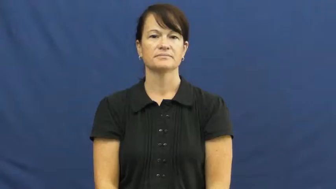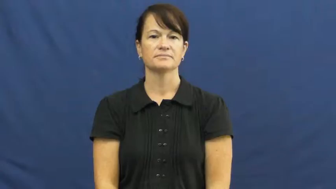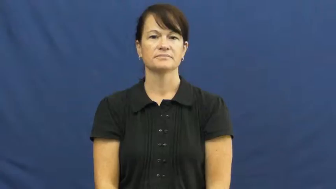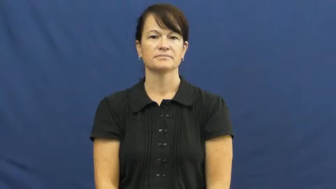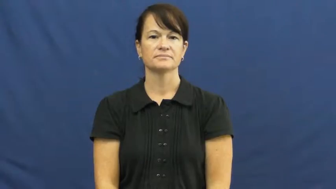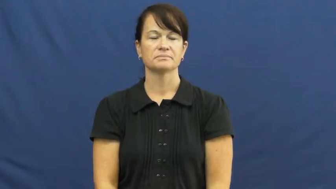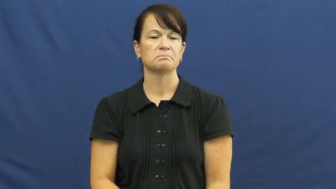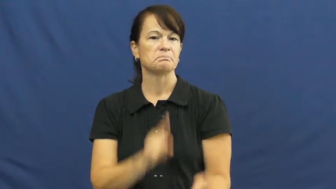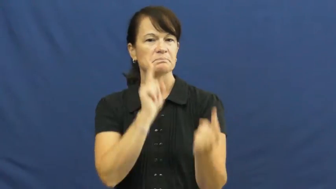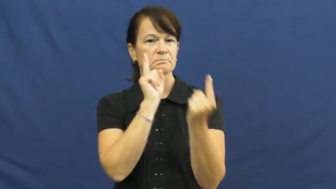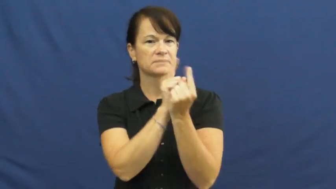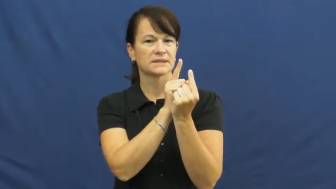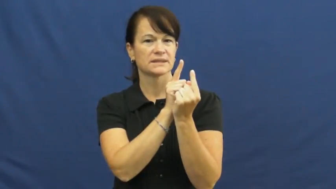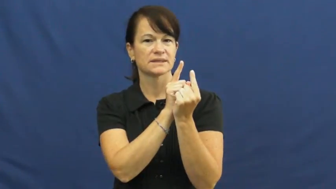walk up to